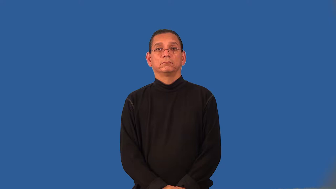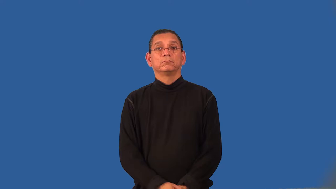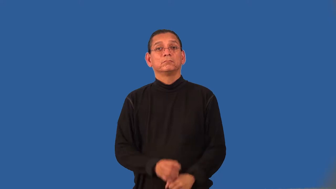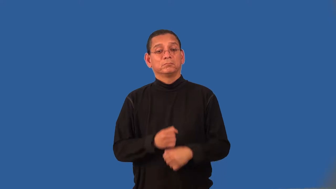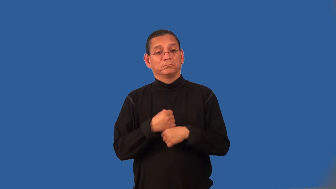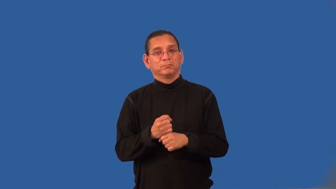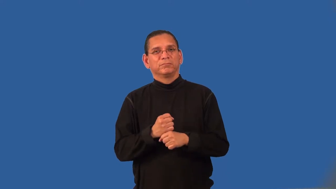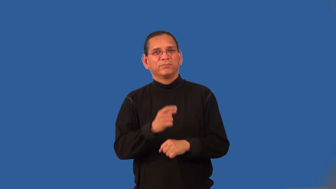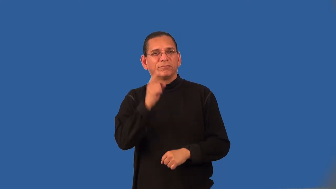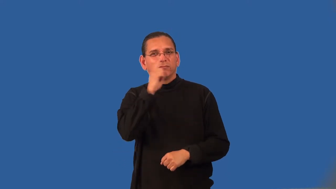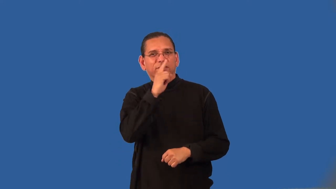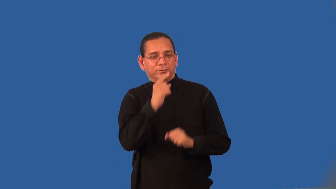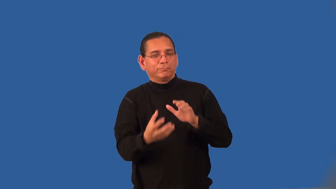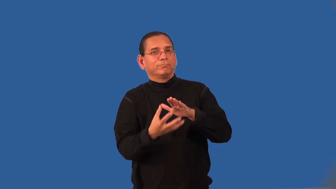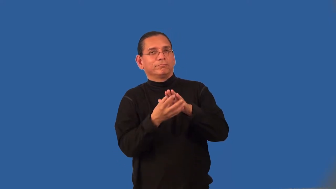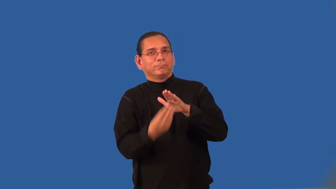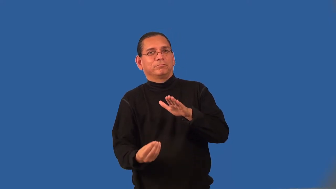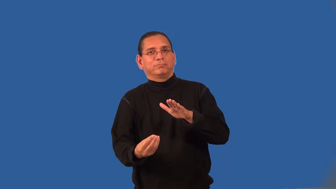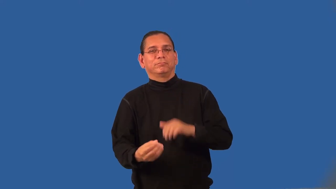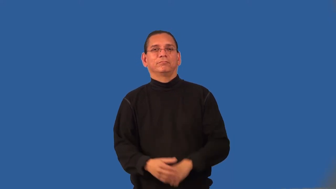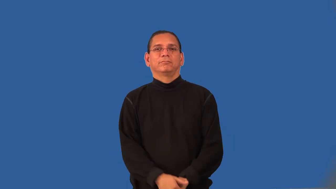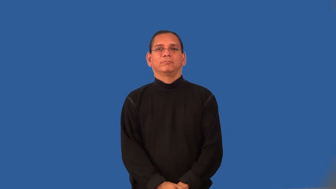counterfeit-verb